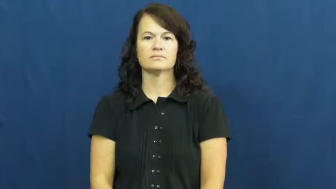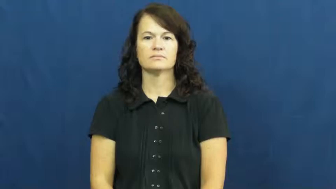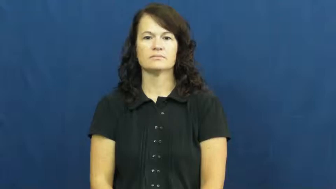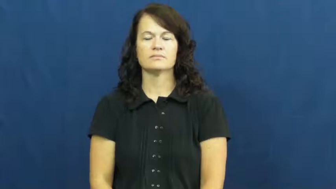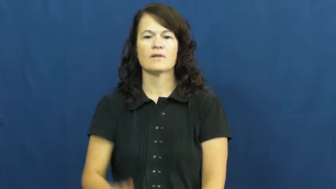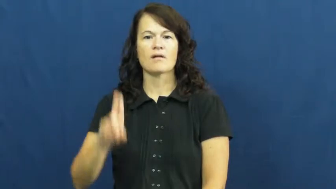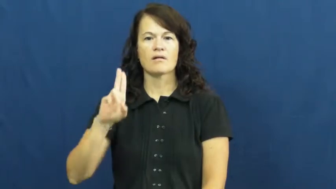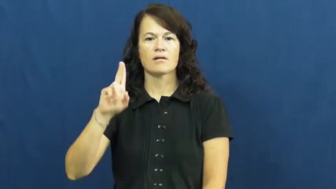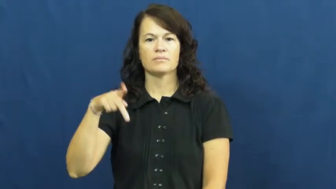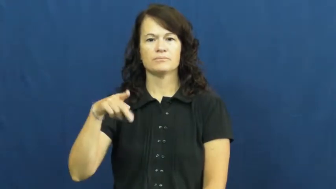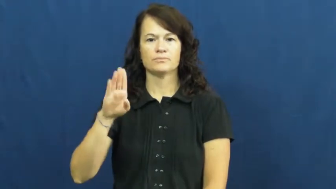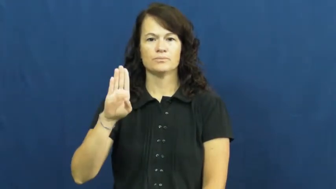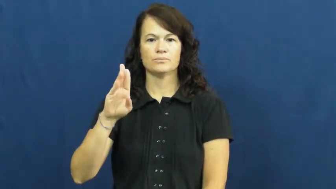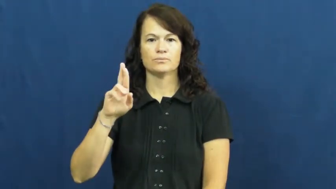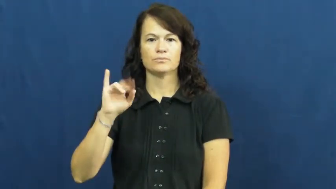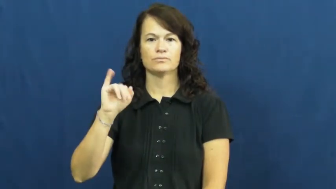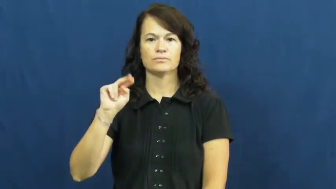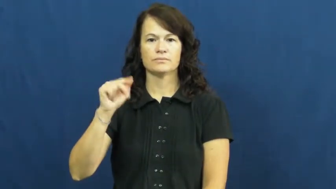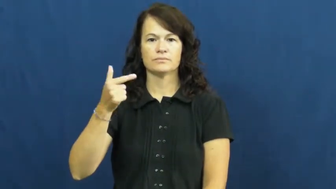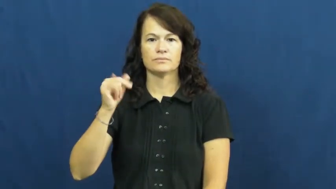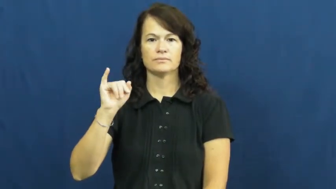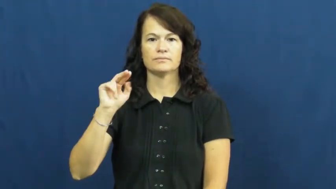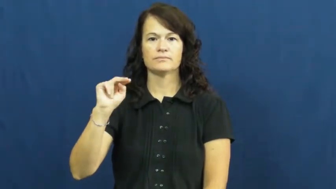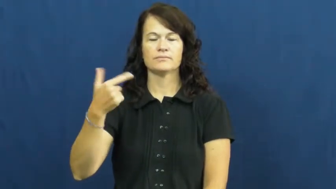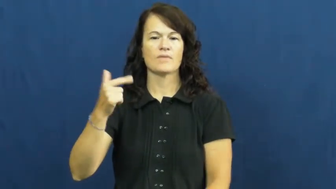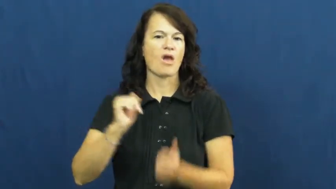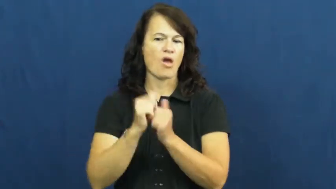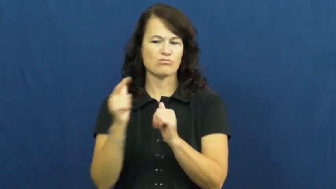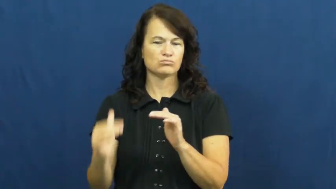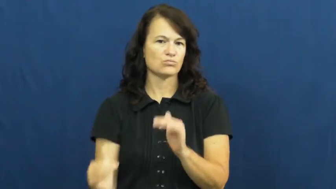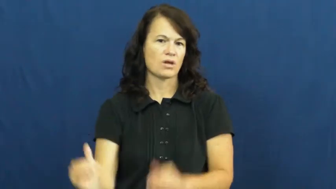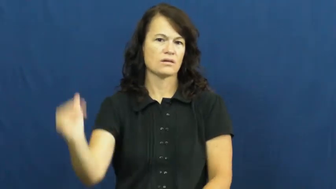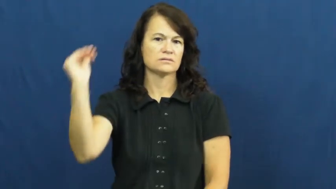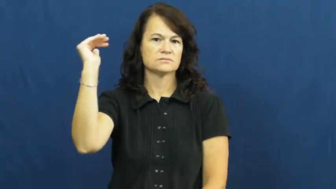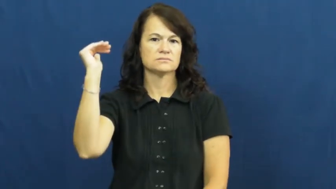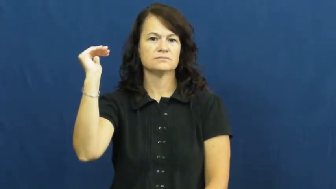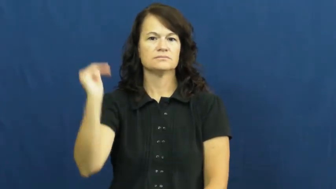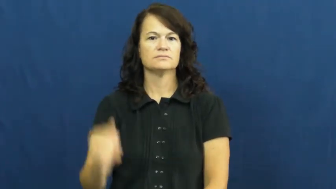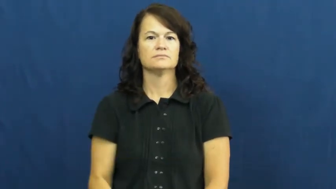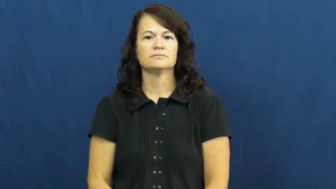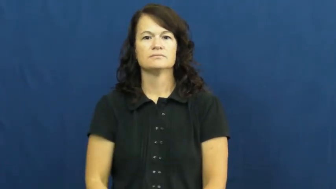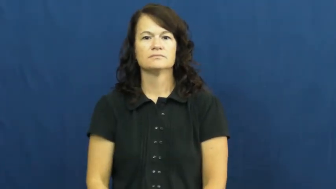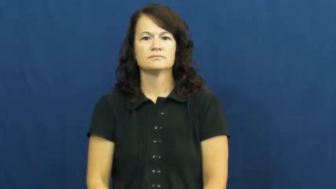upbringing